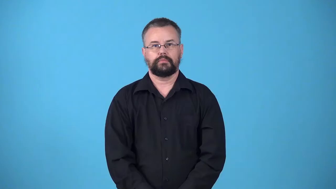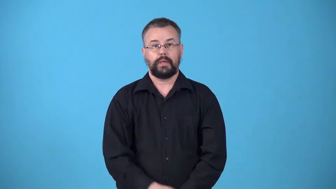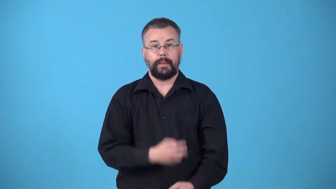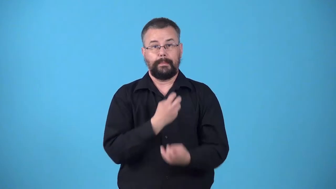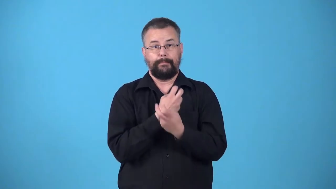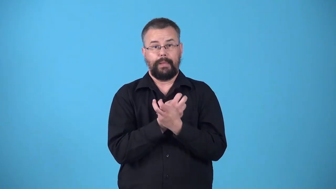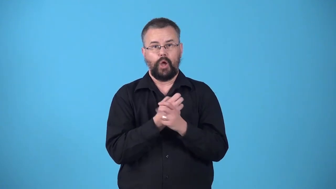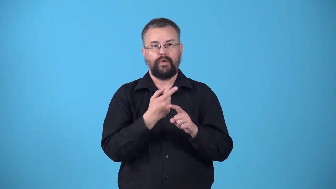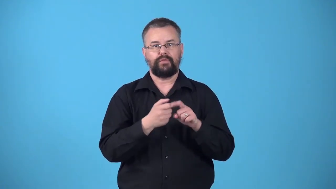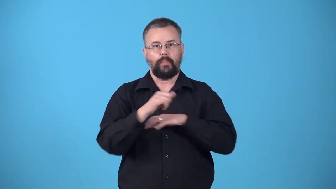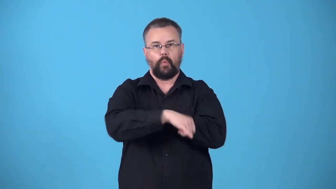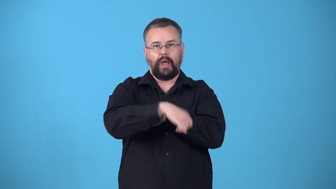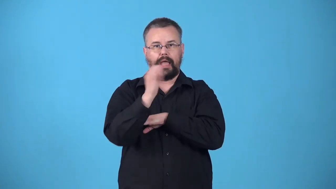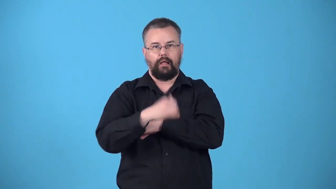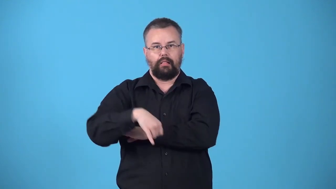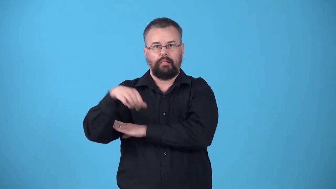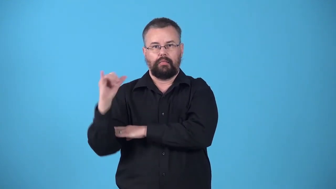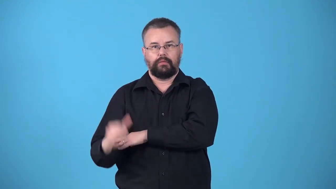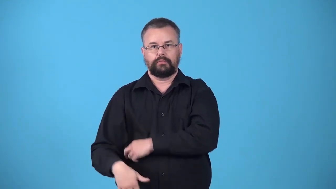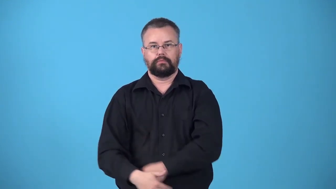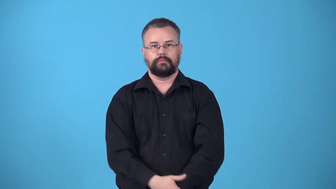whalebone